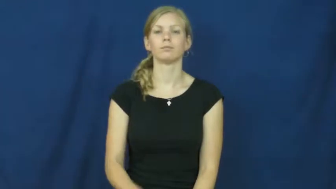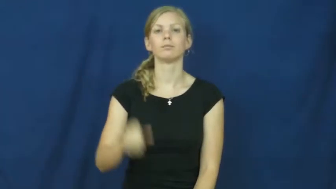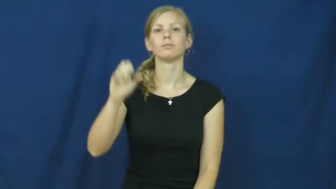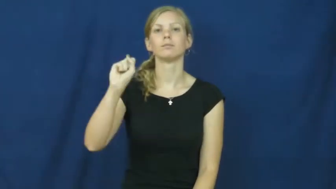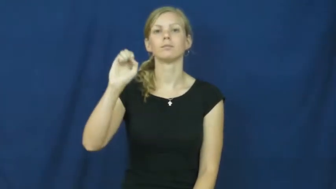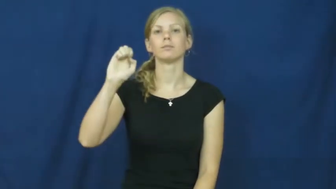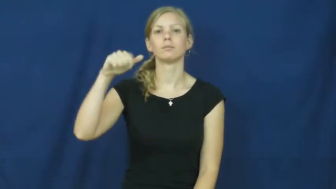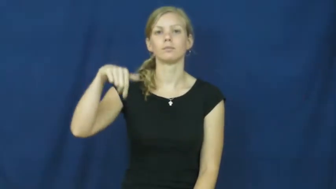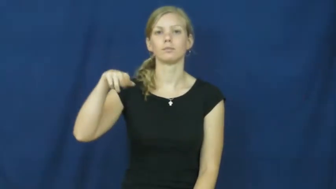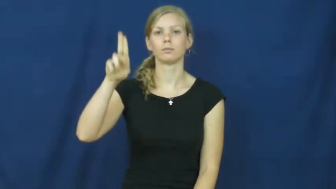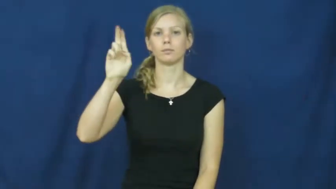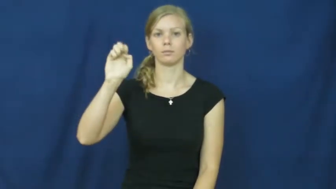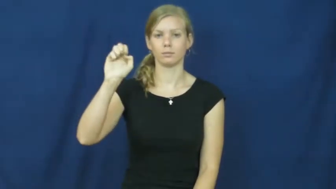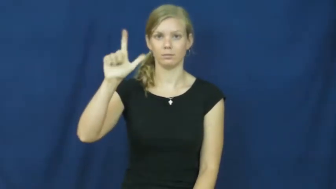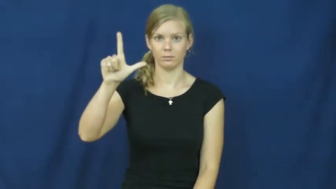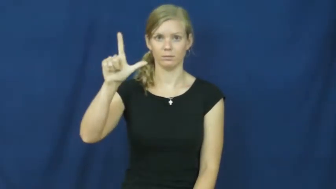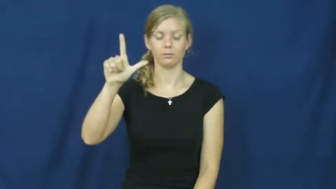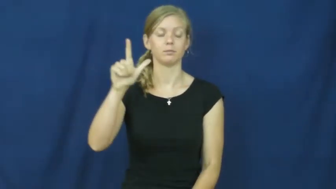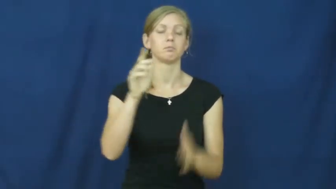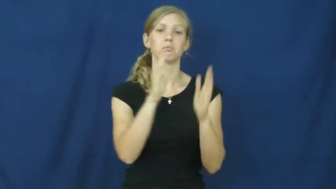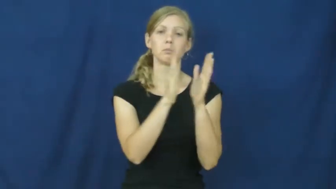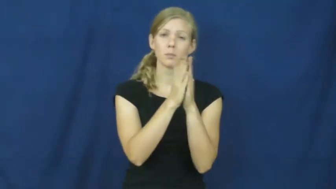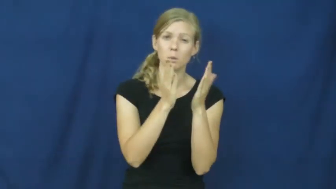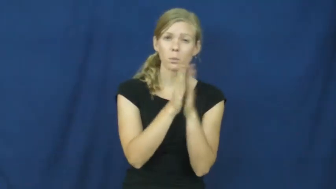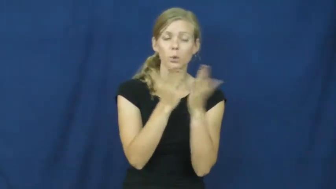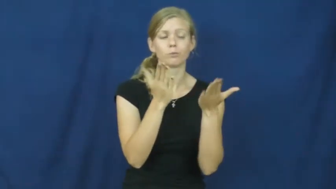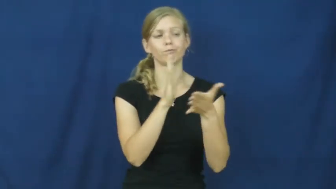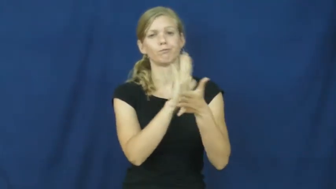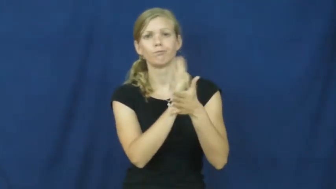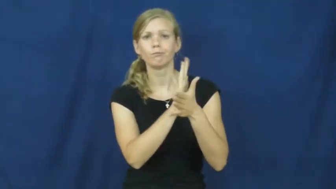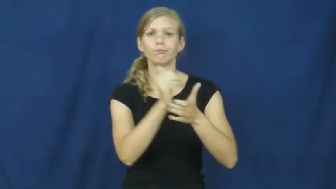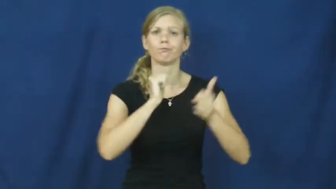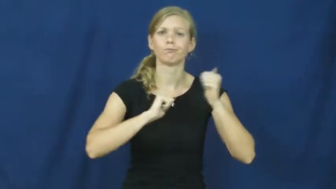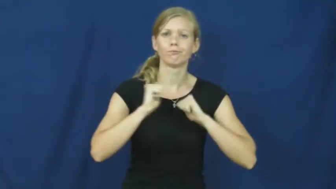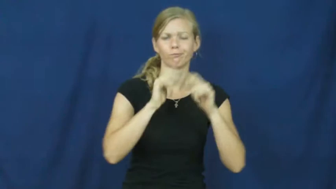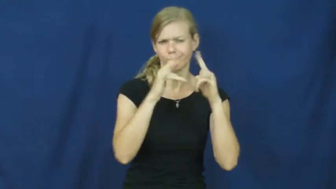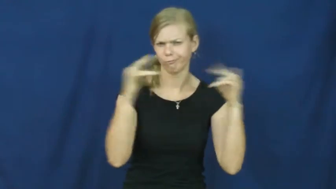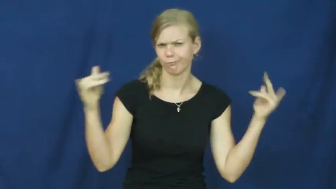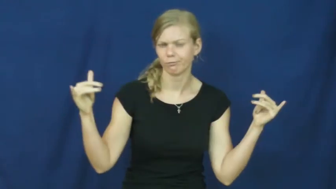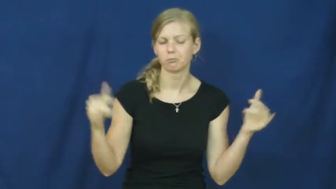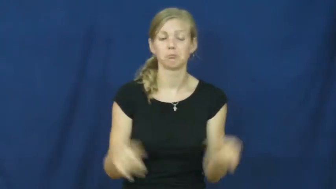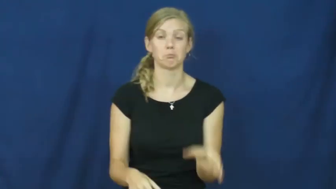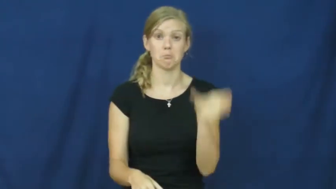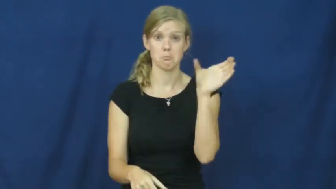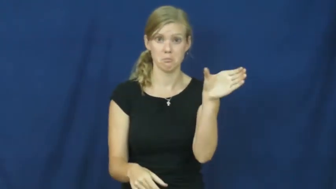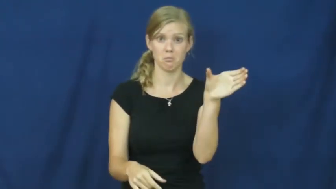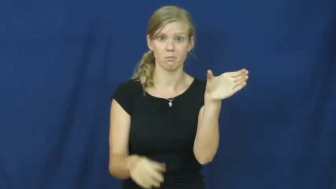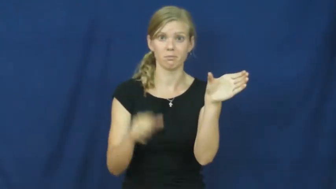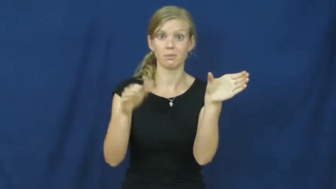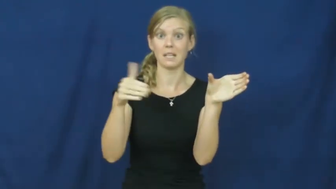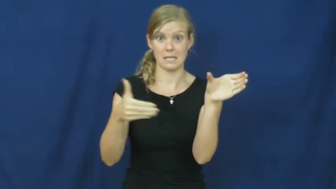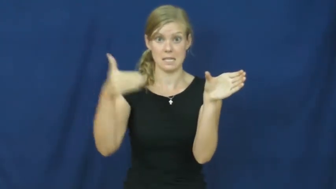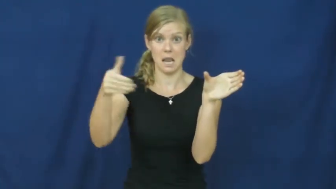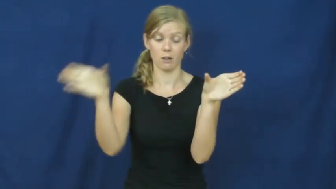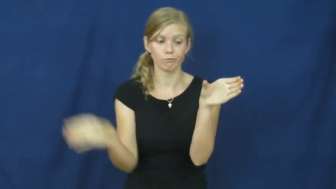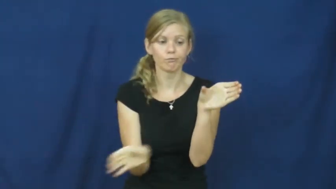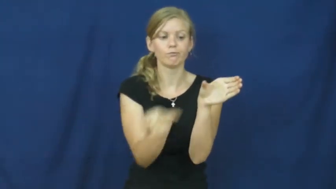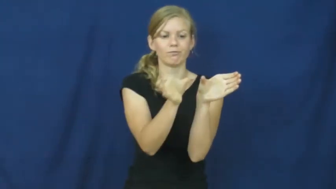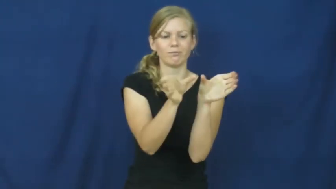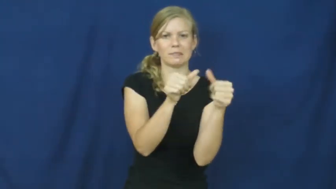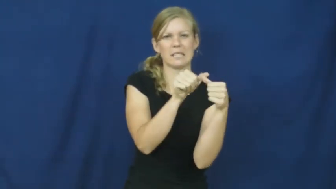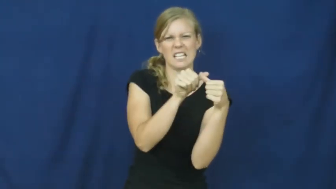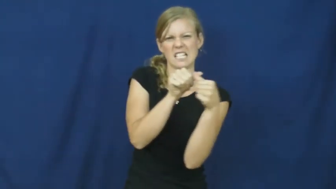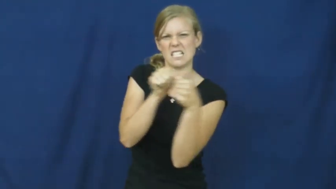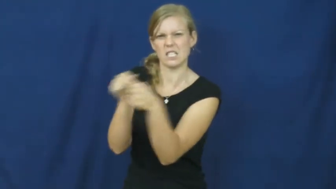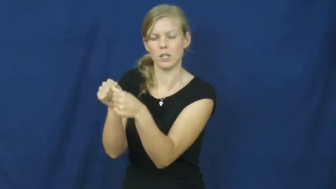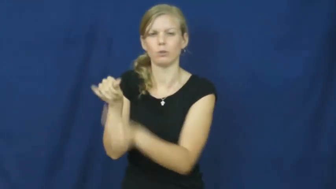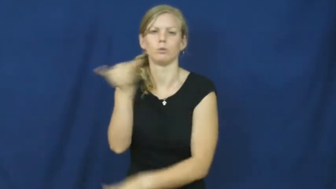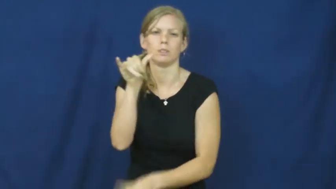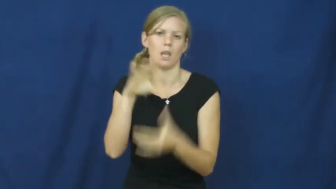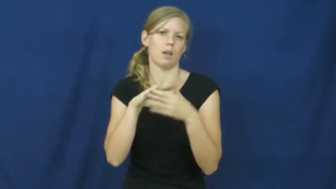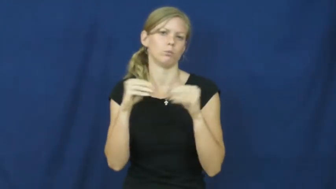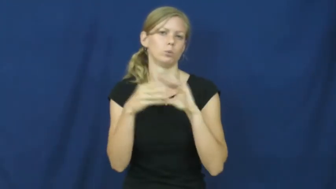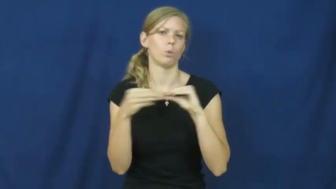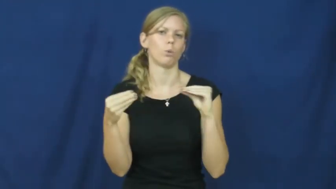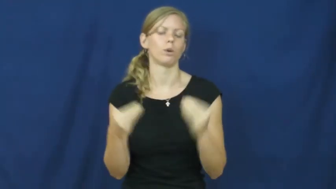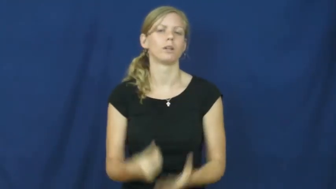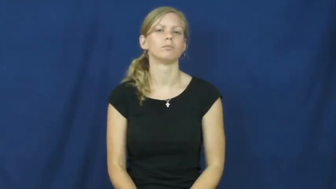sequel